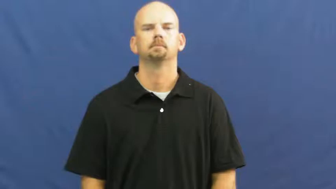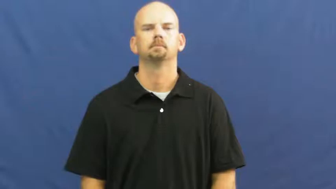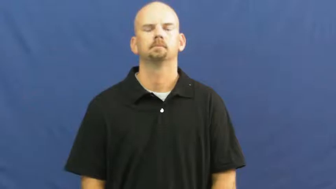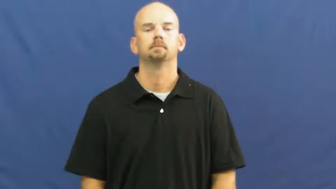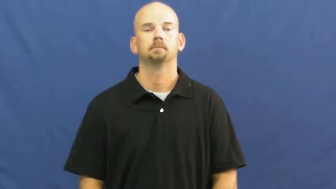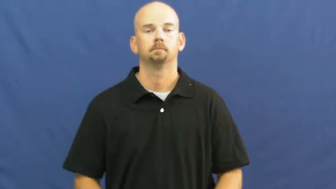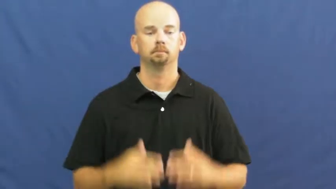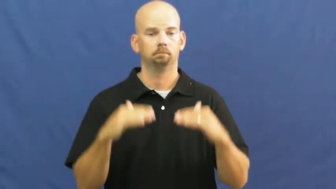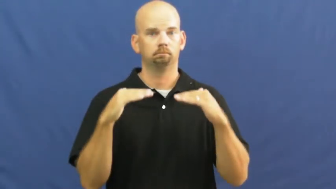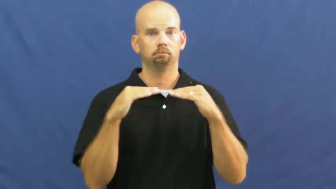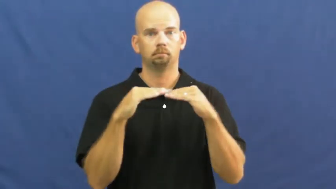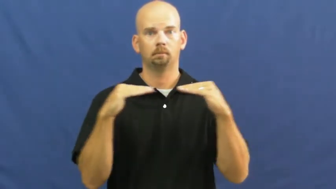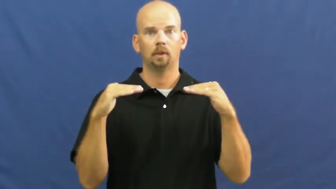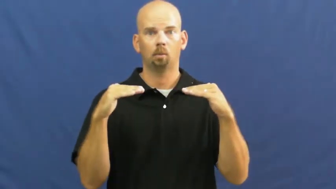equal,equate,equatable,parity,even